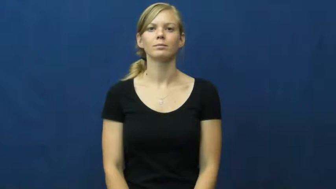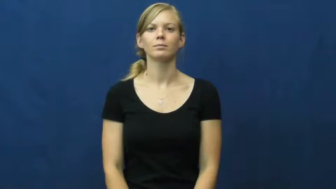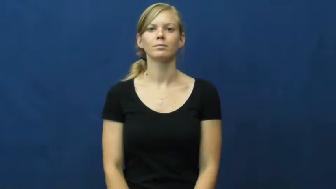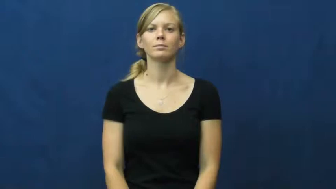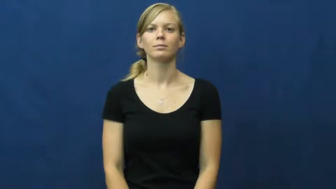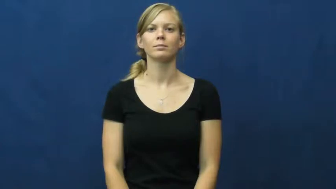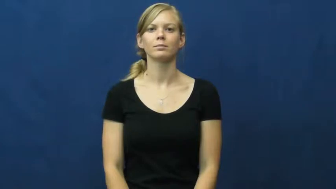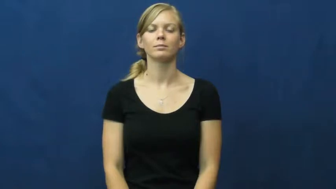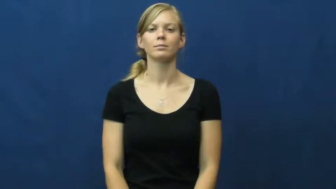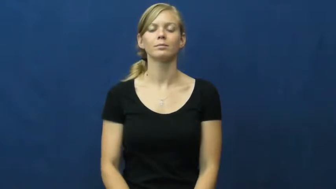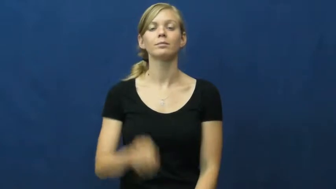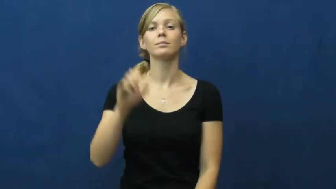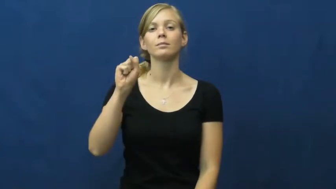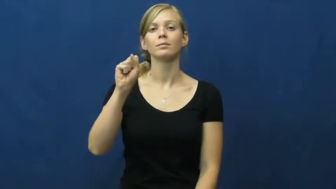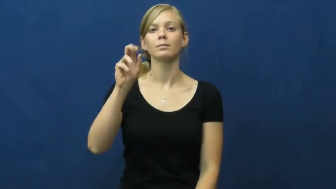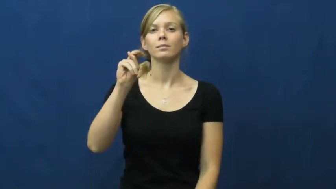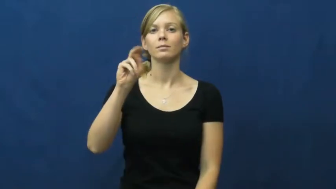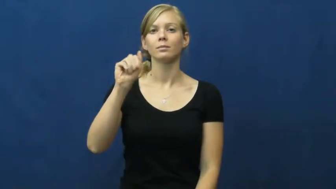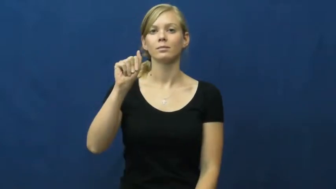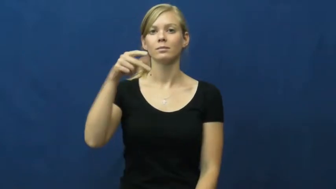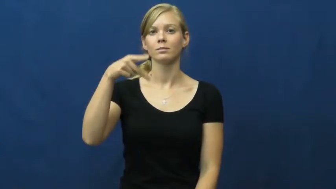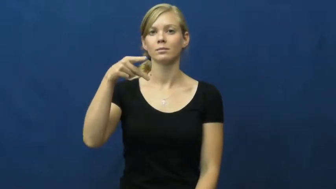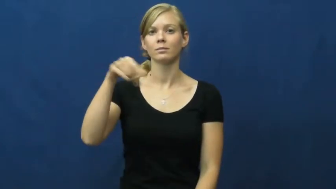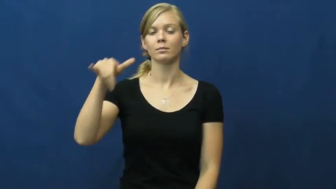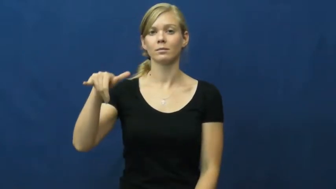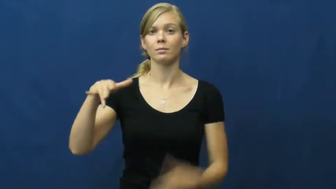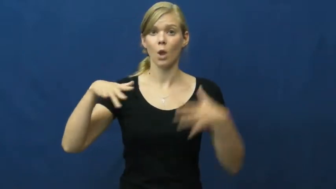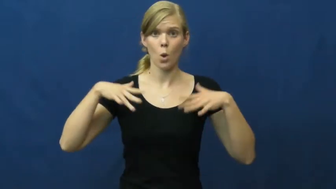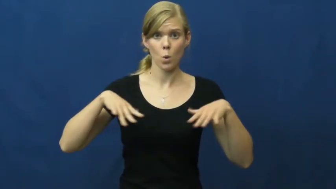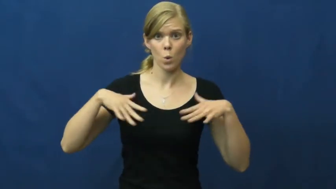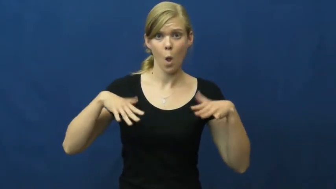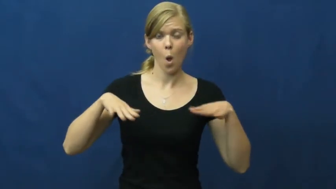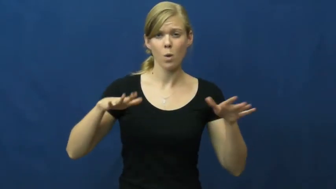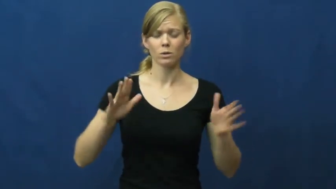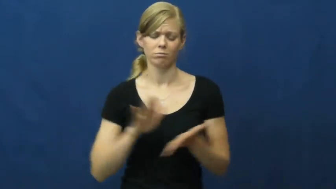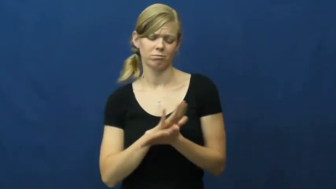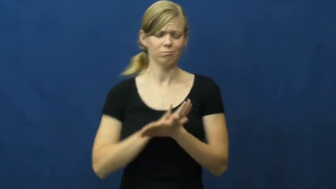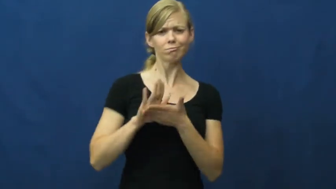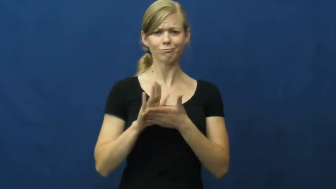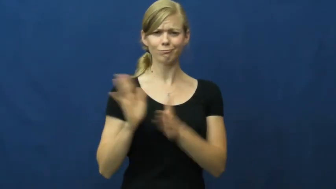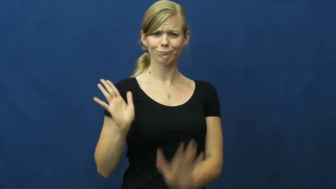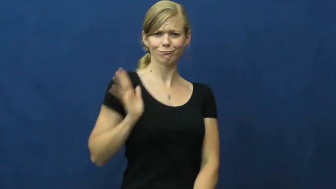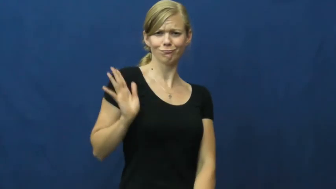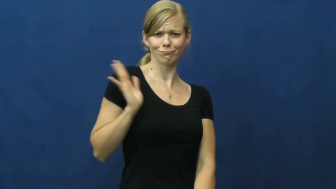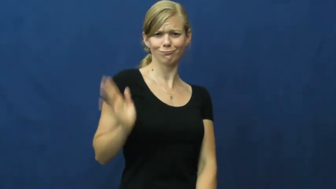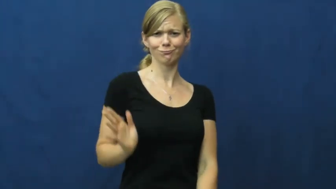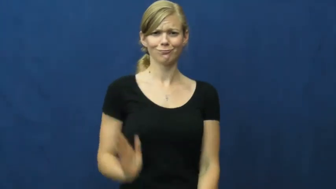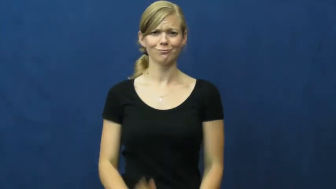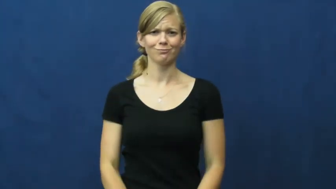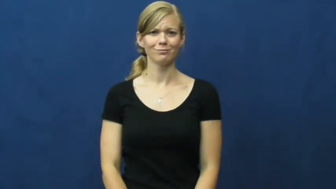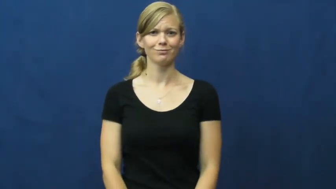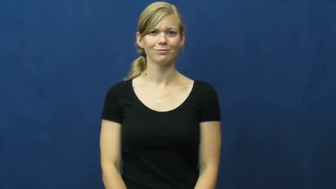snappy-fancy